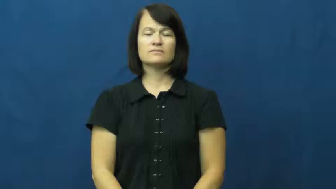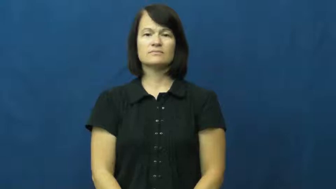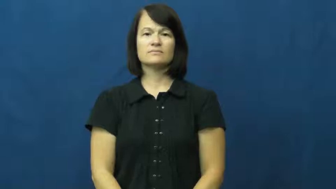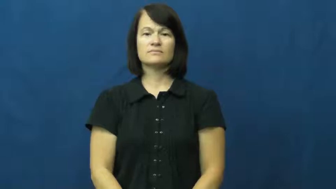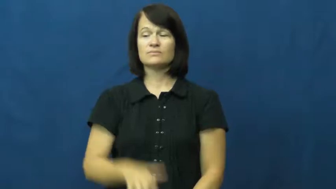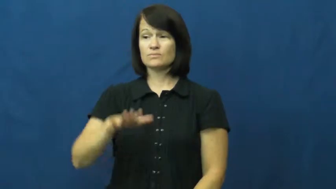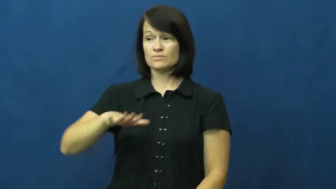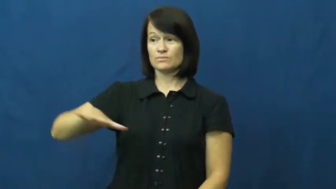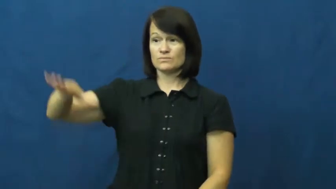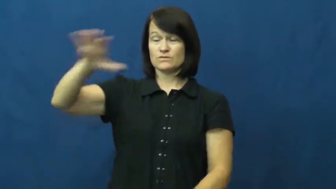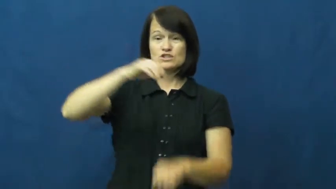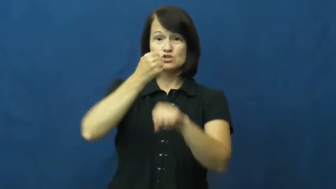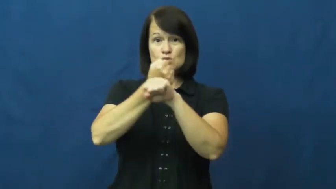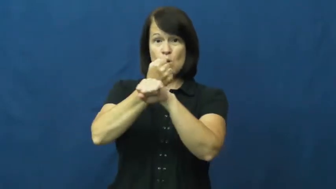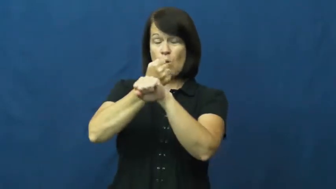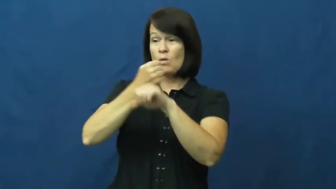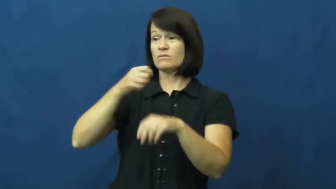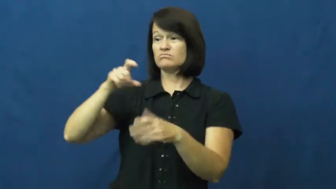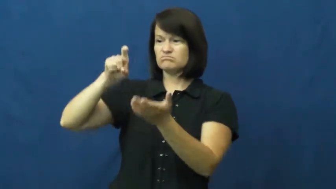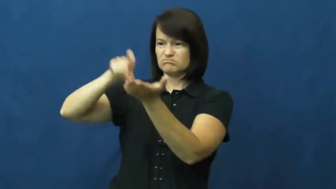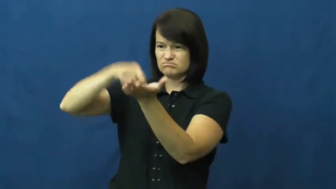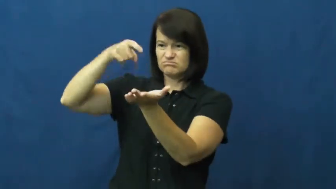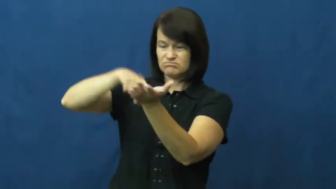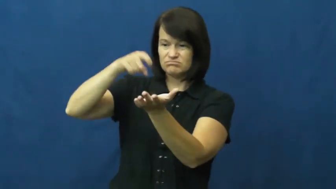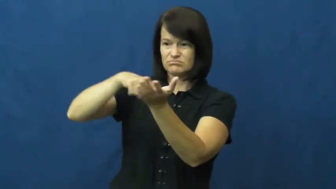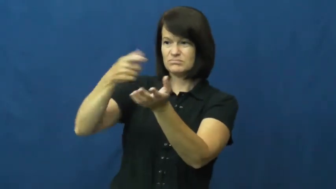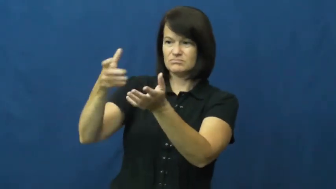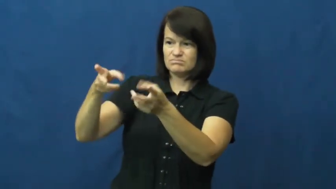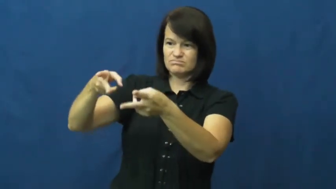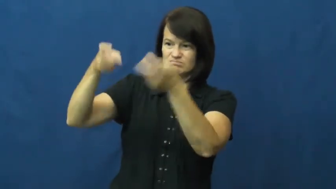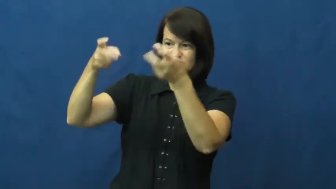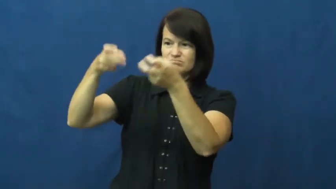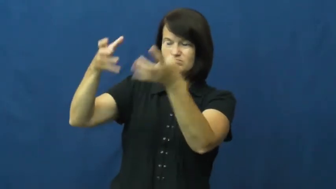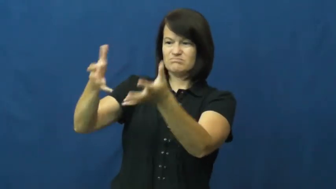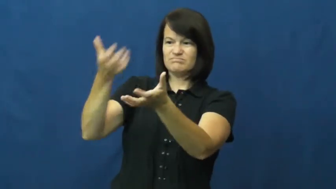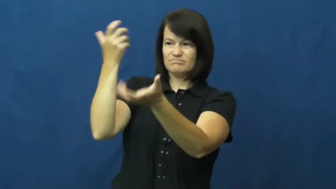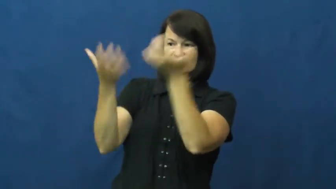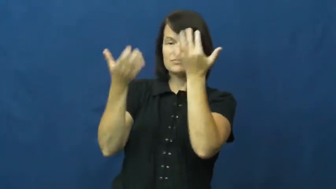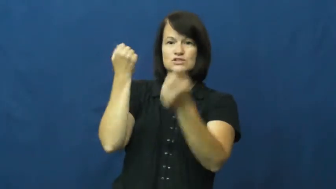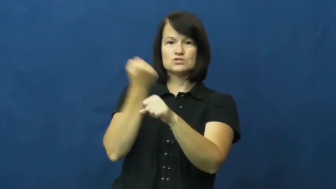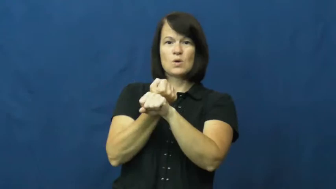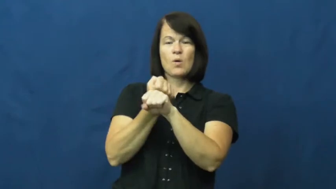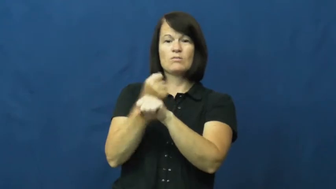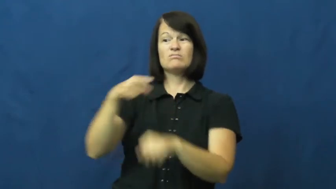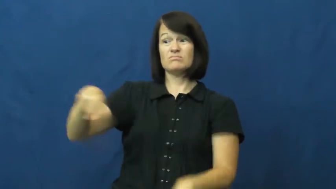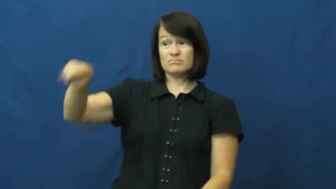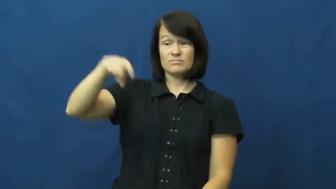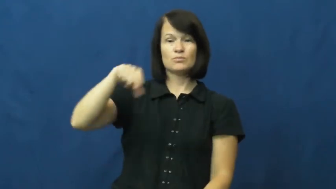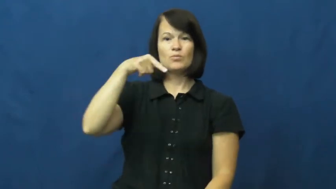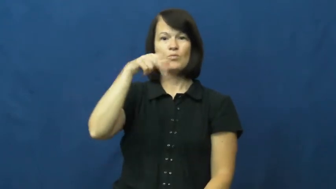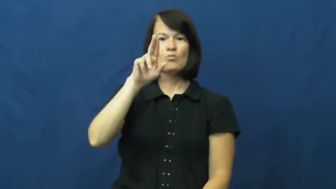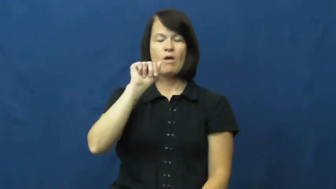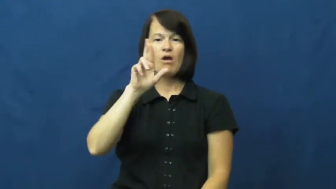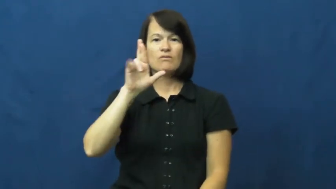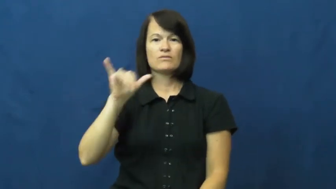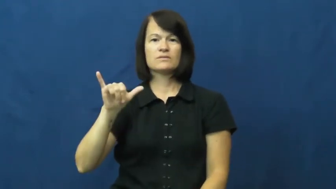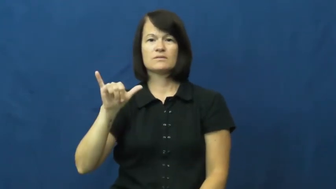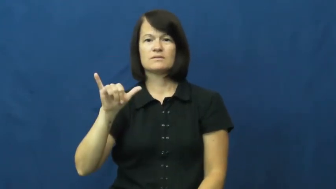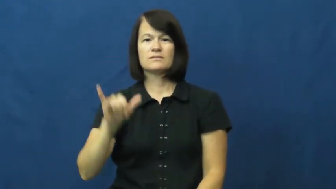quarry-rock